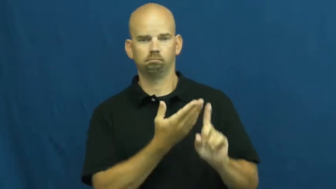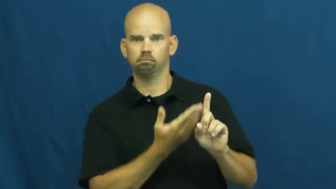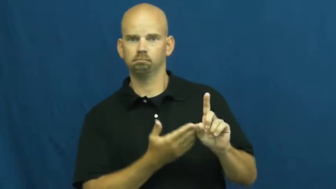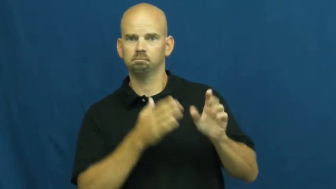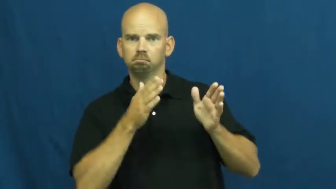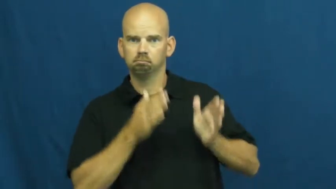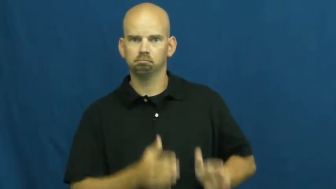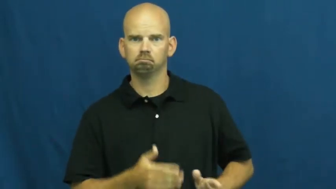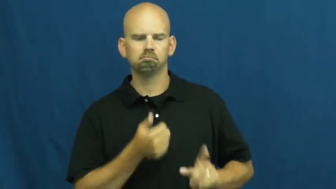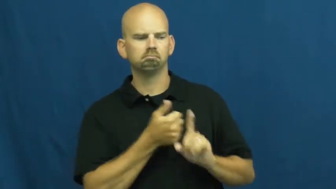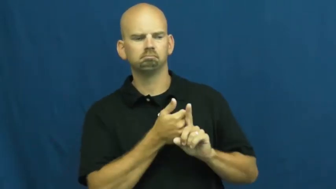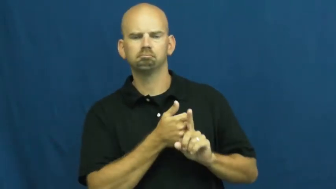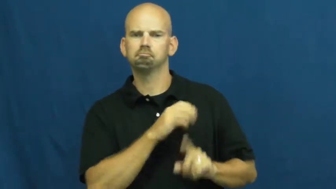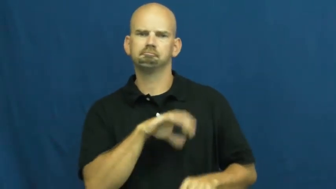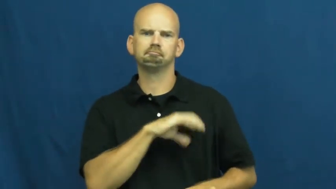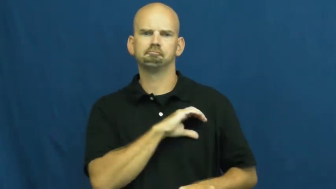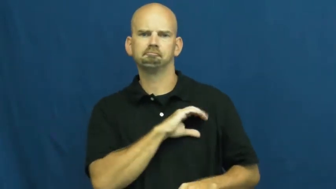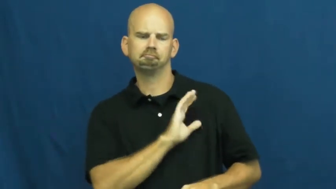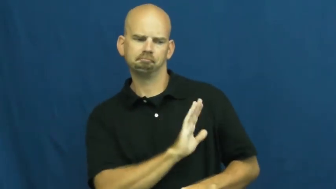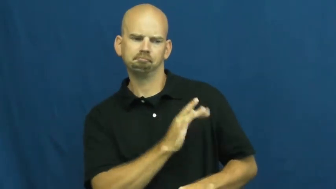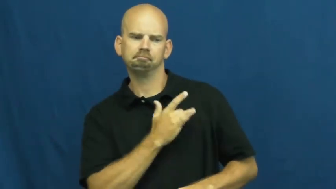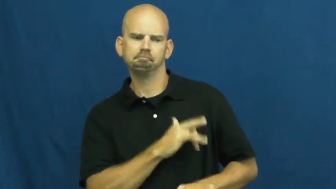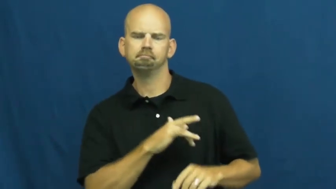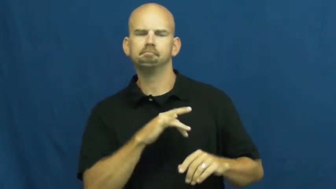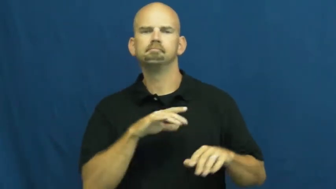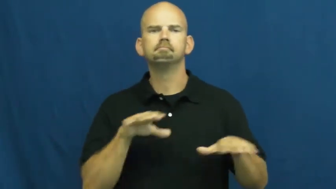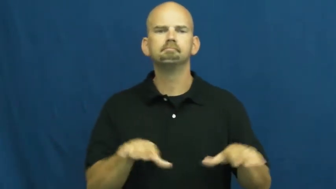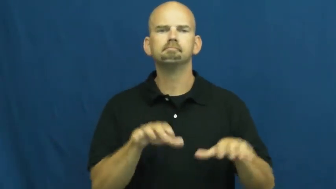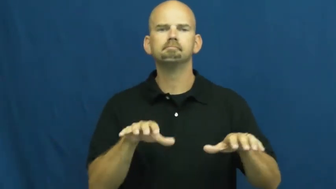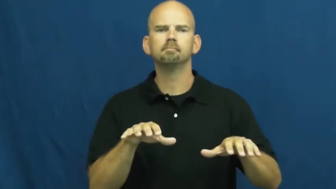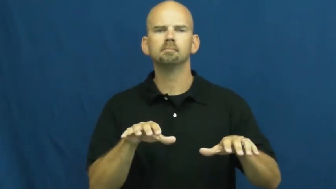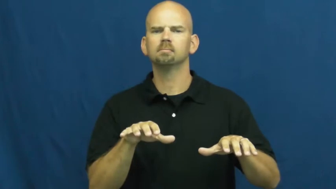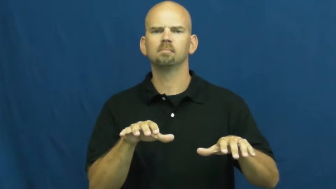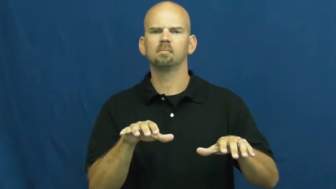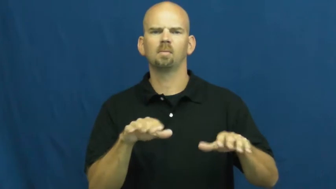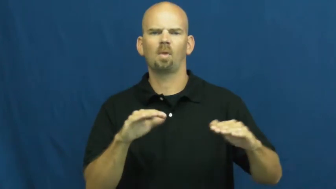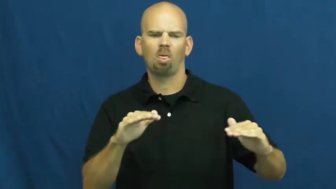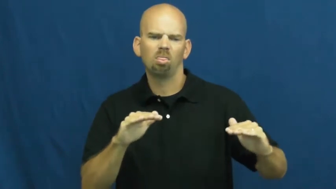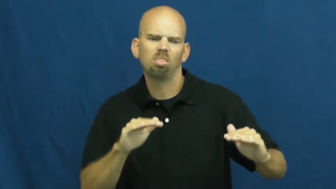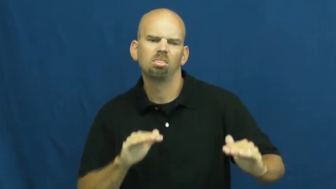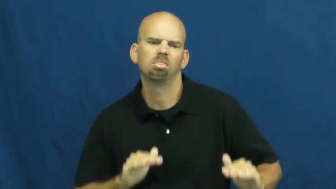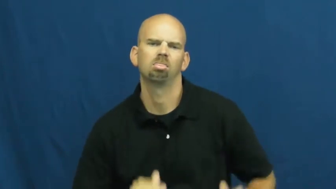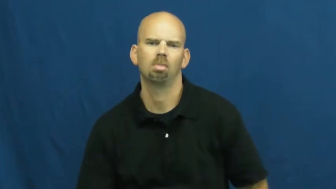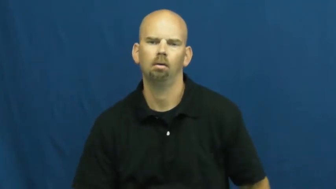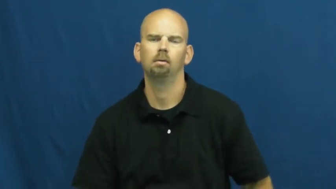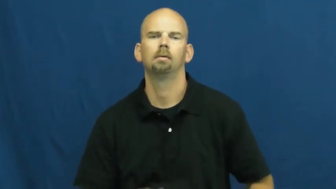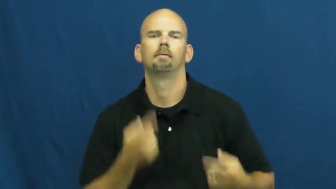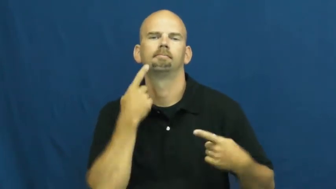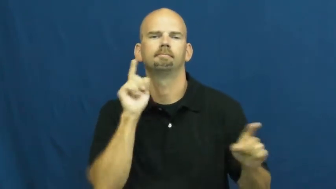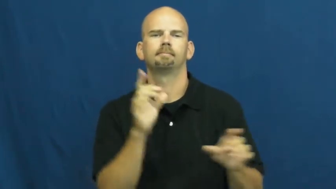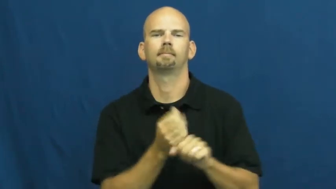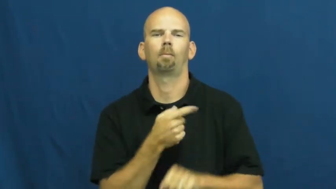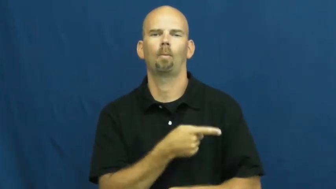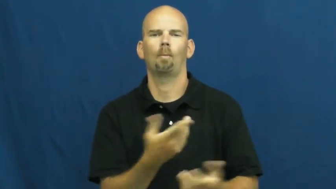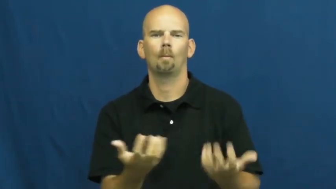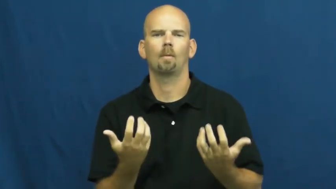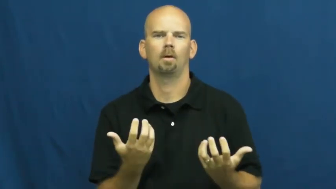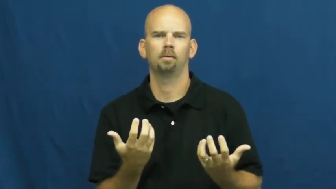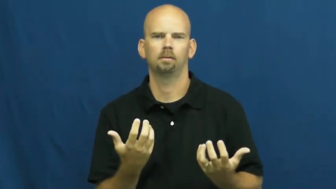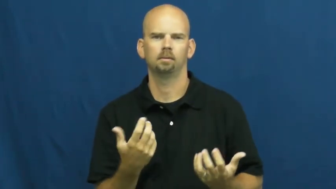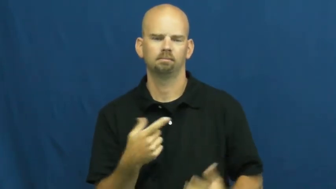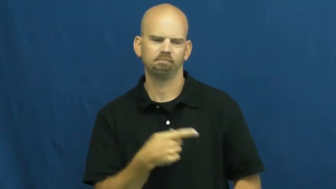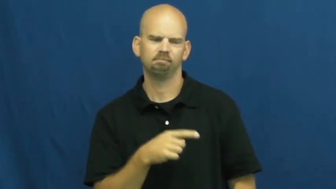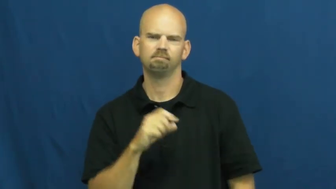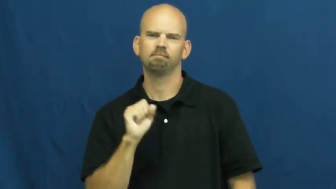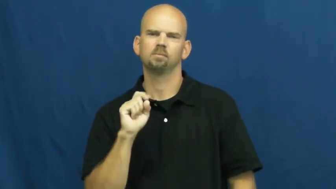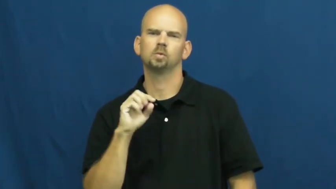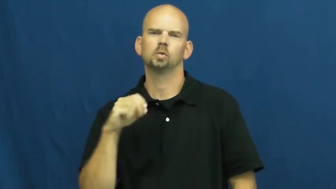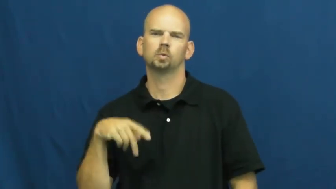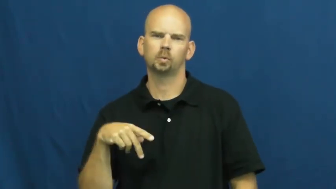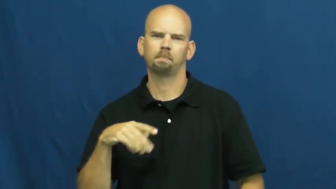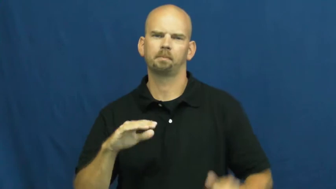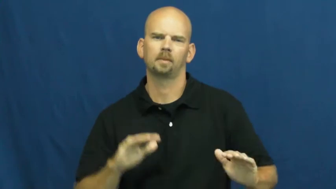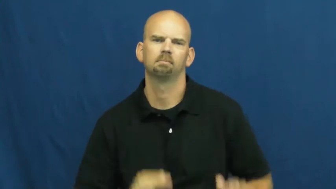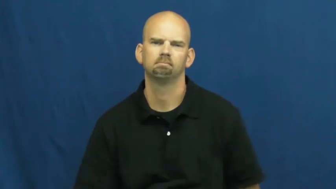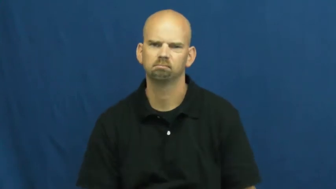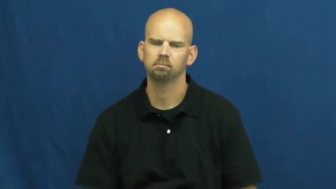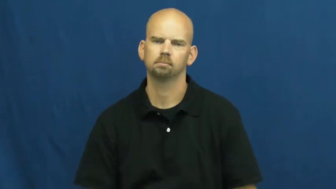stoop-low level